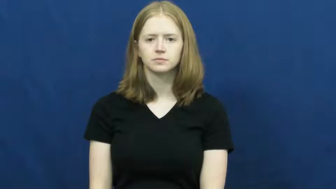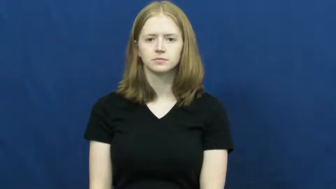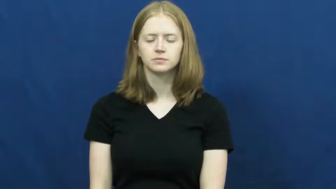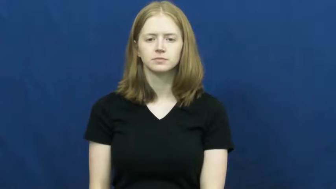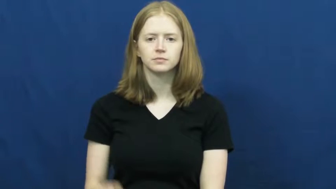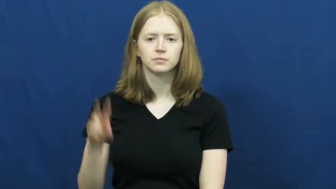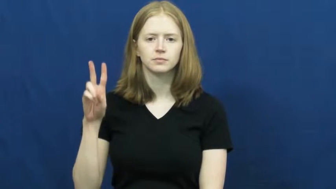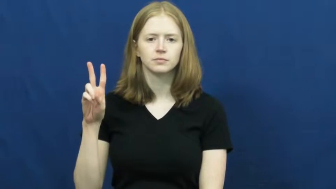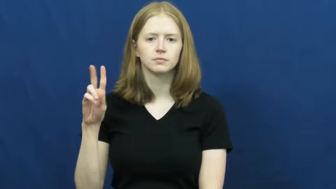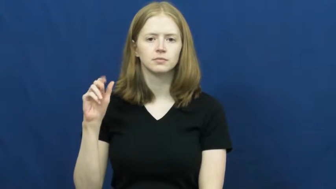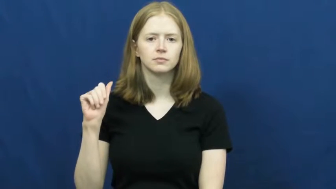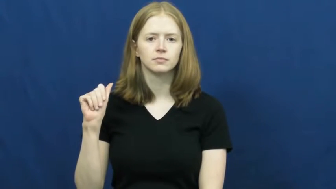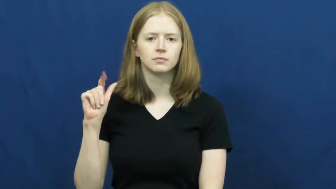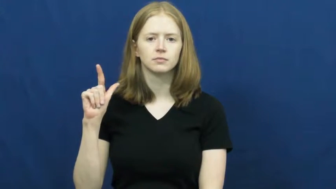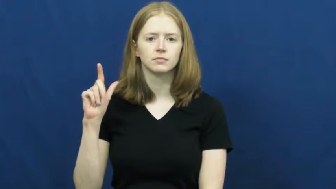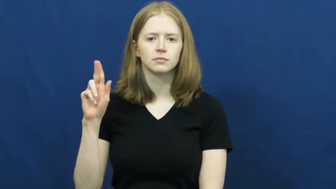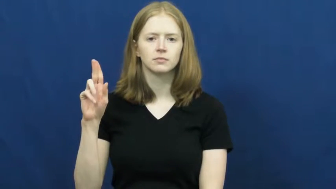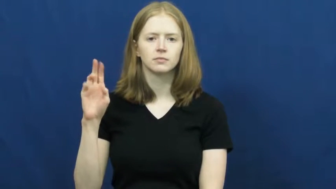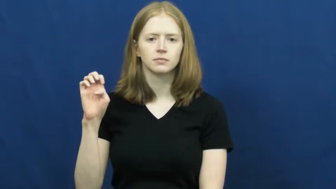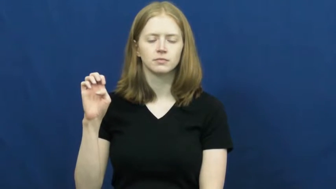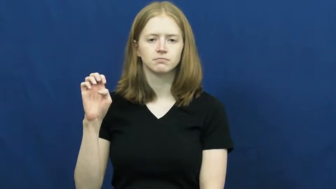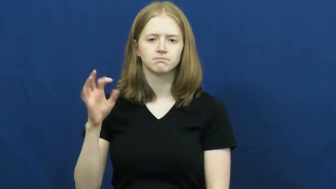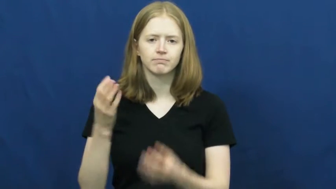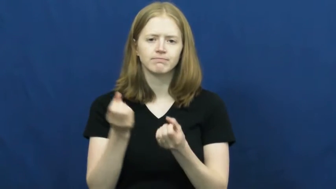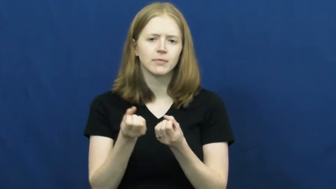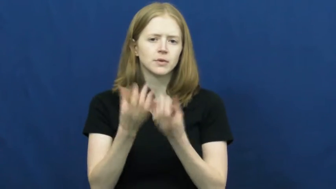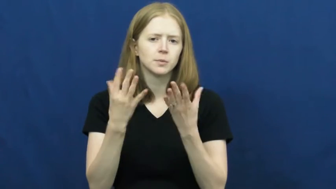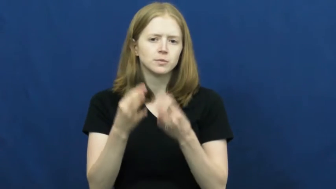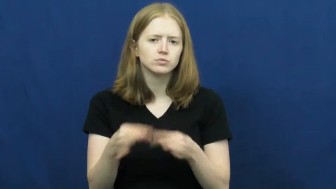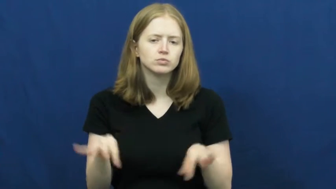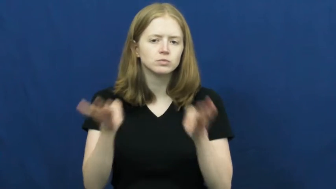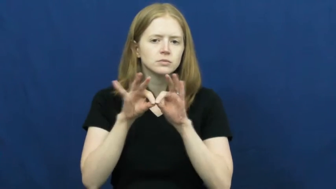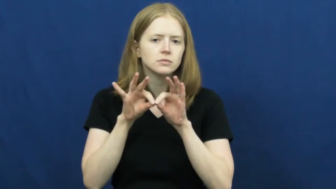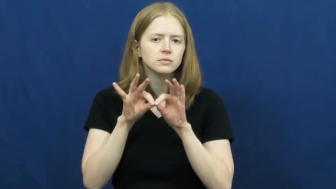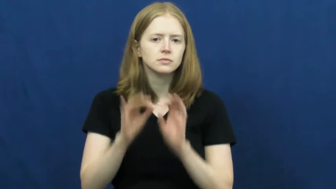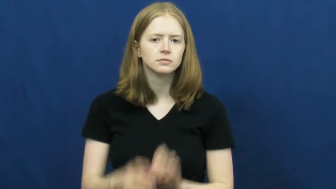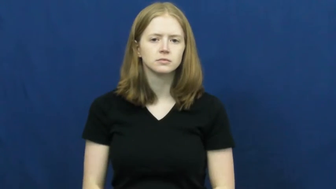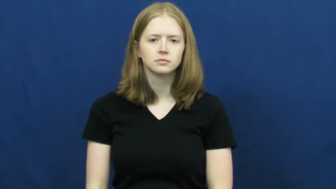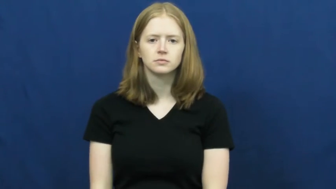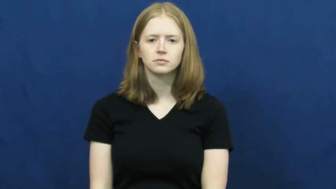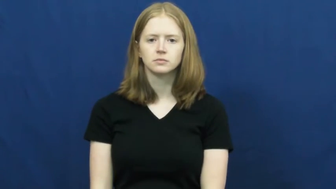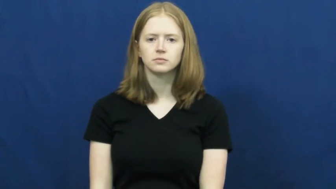value